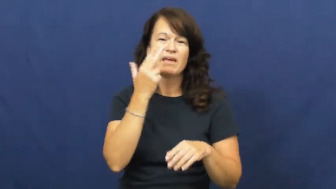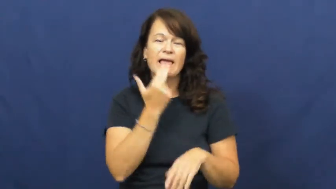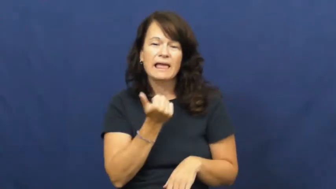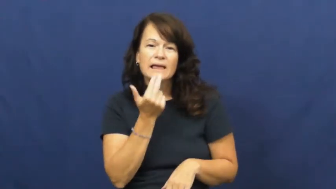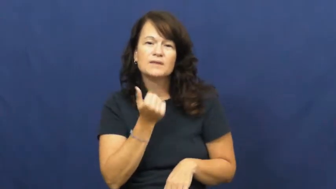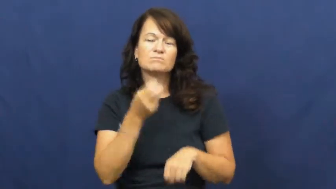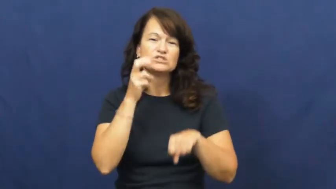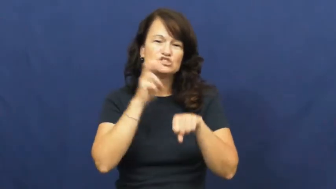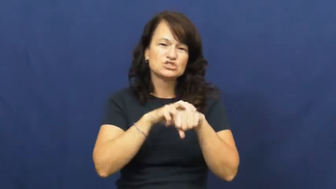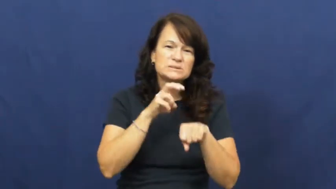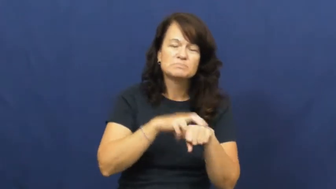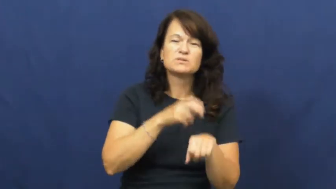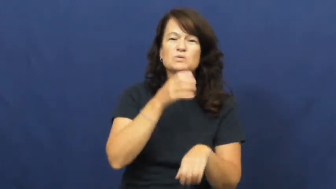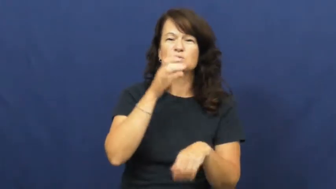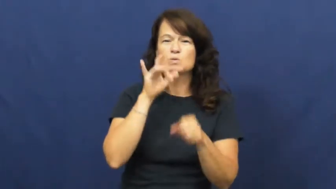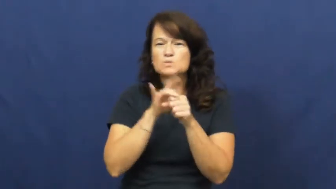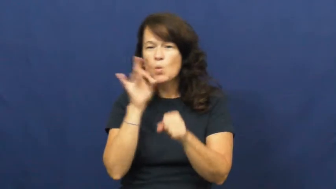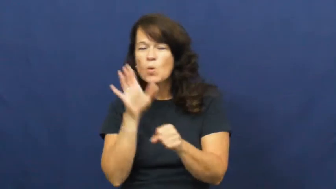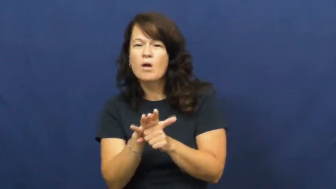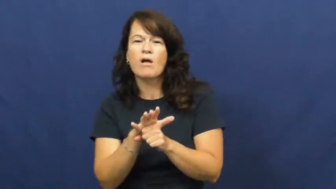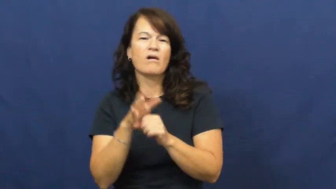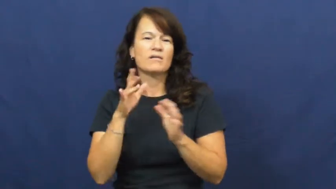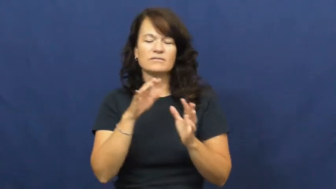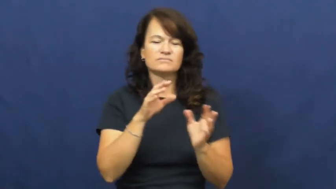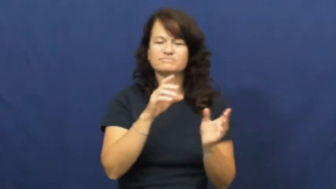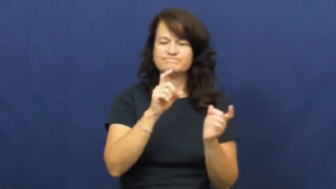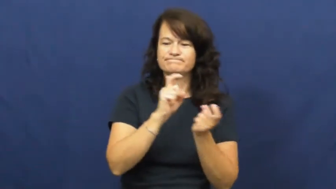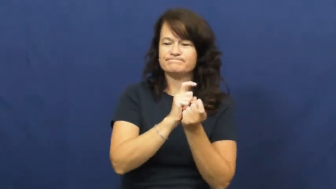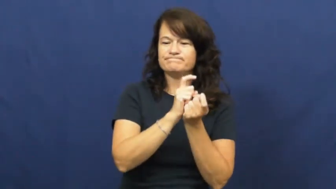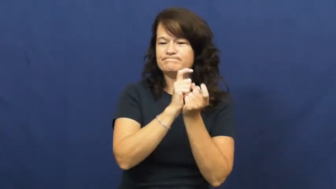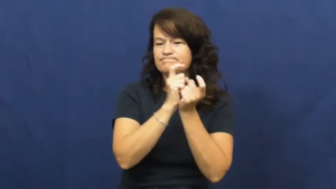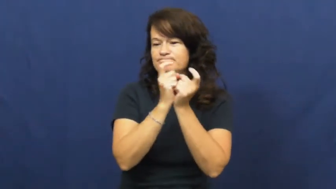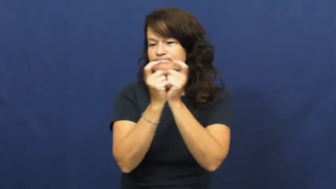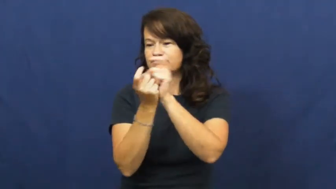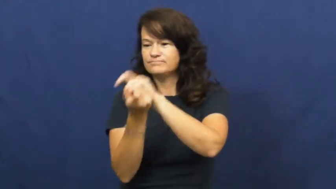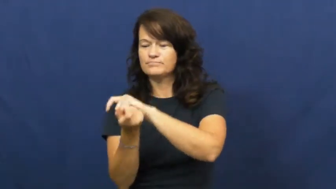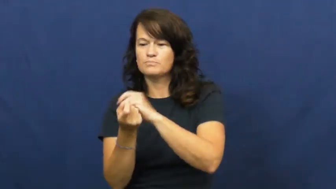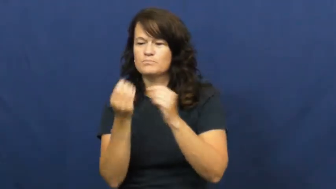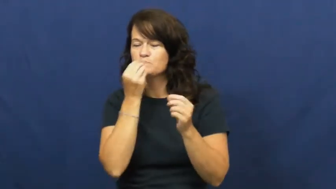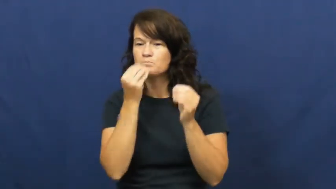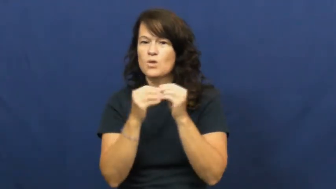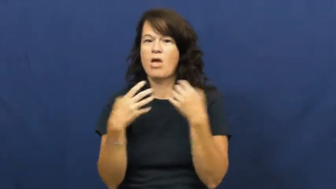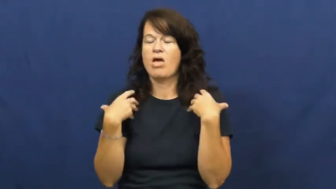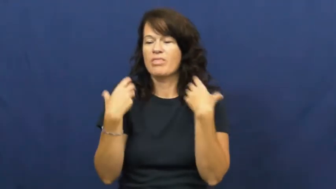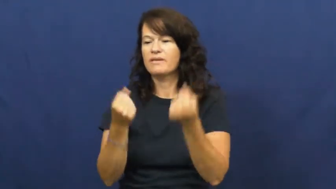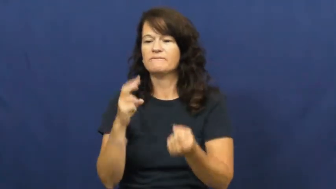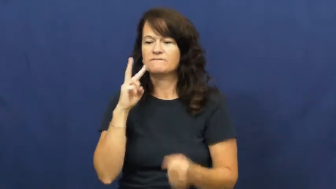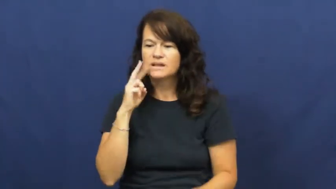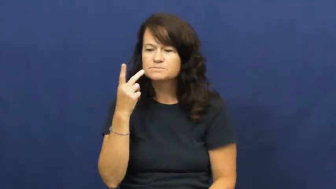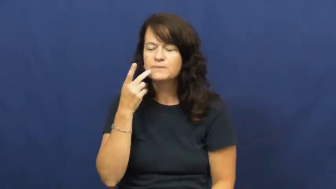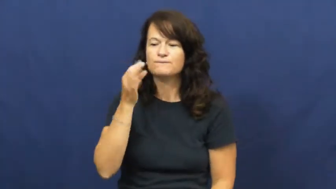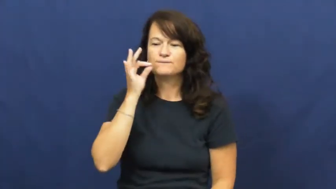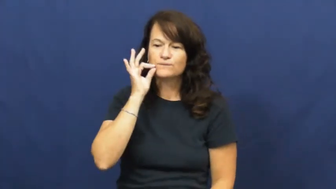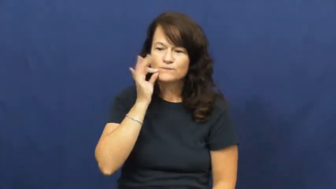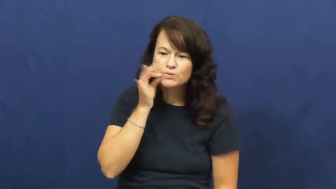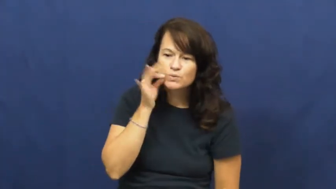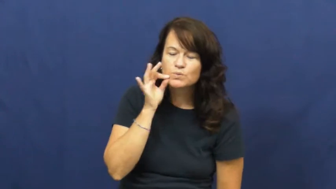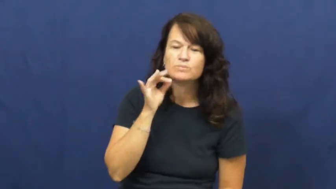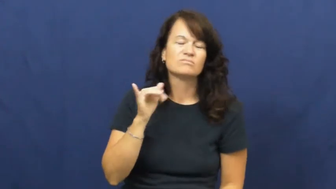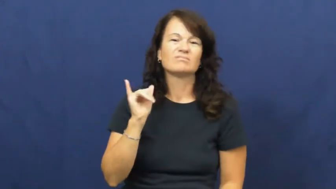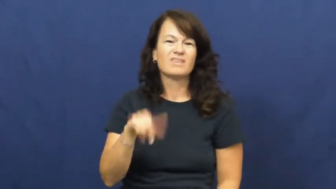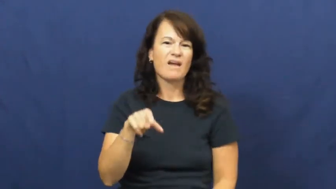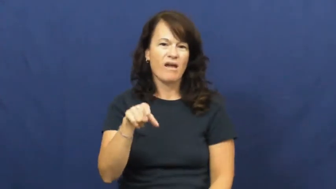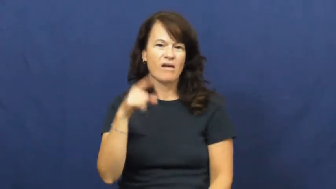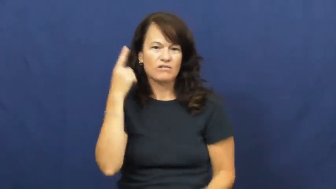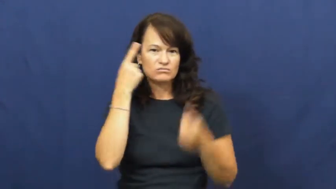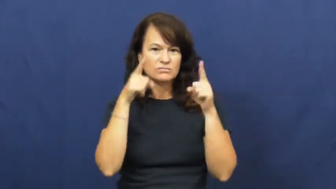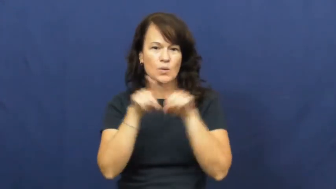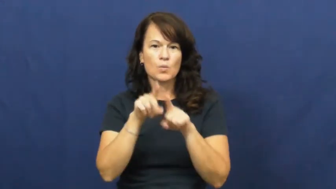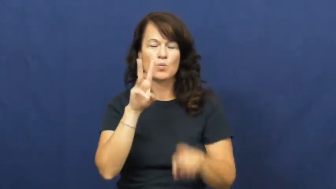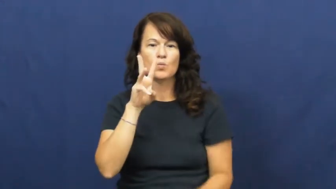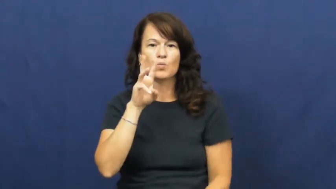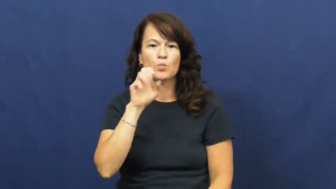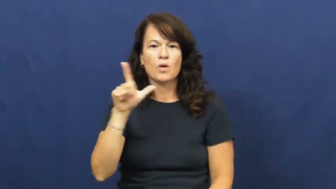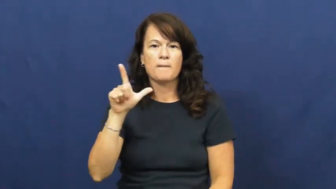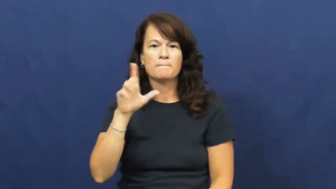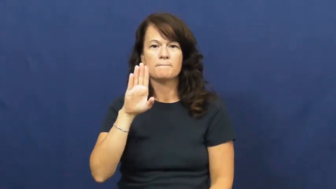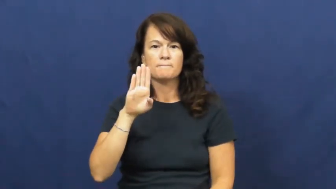well balanced